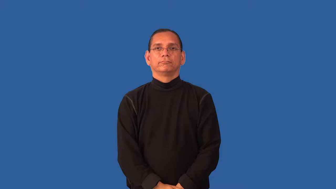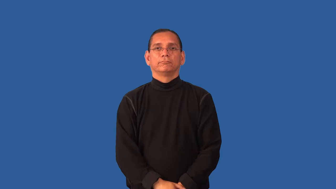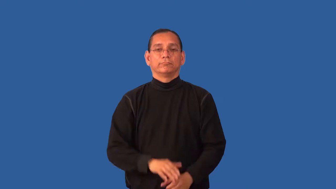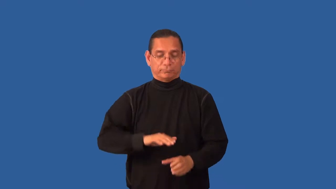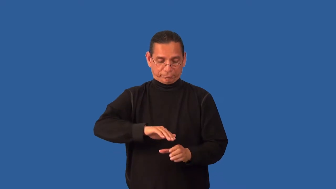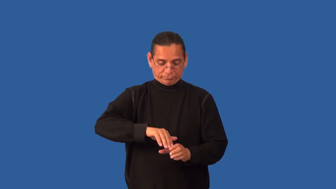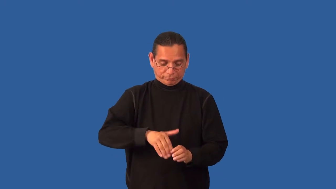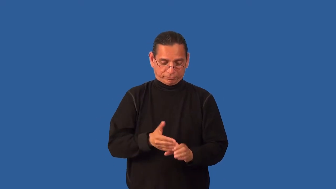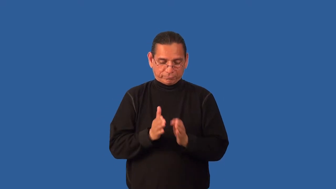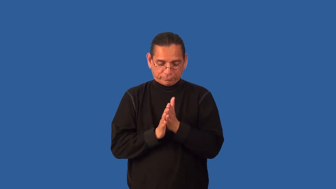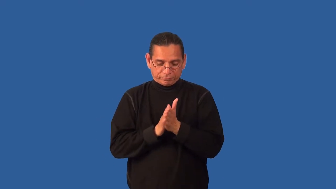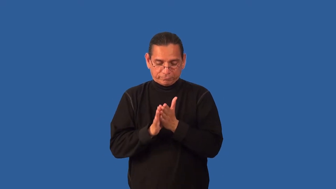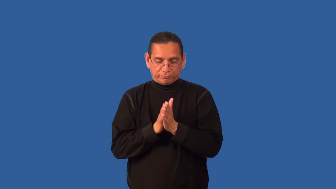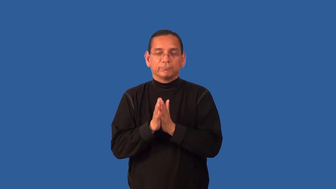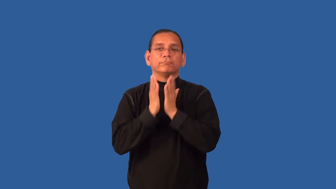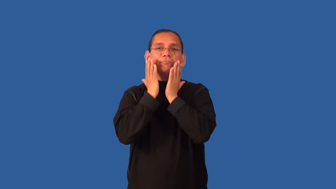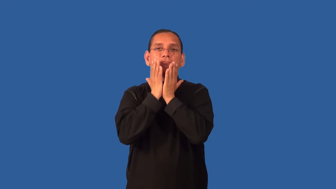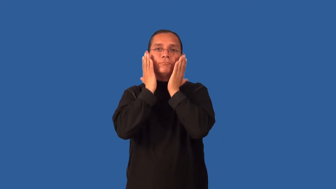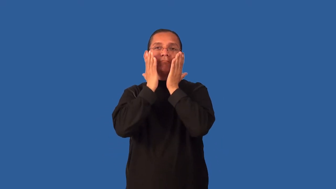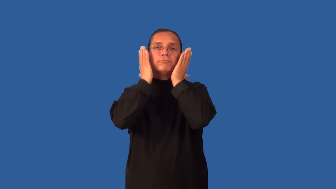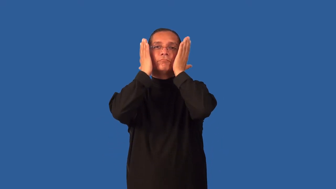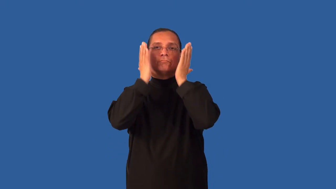facial-procedure